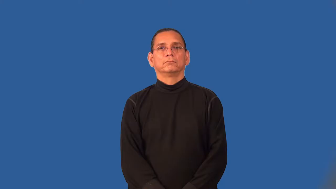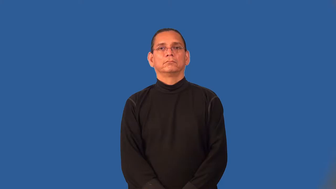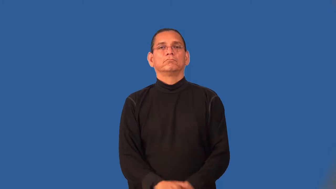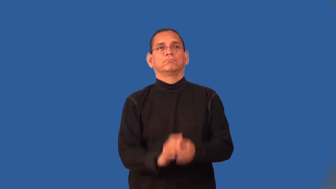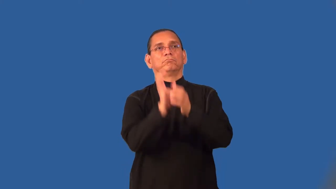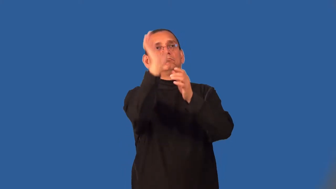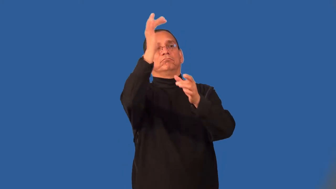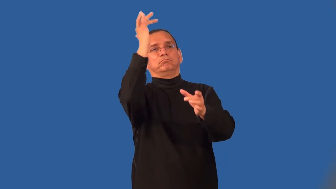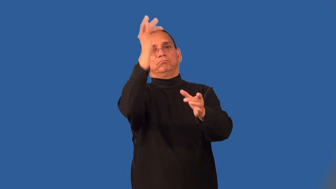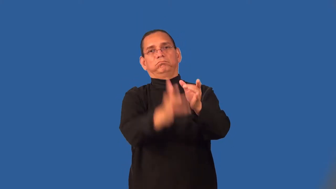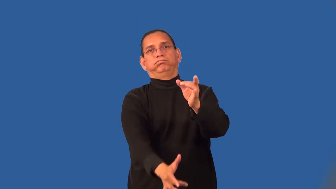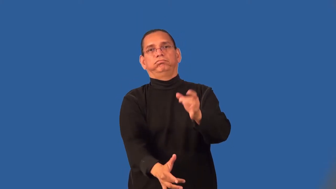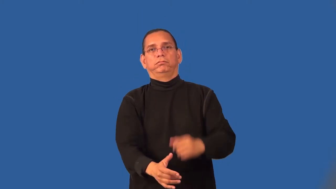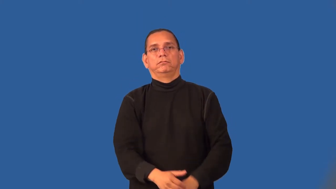sink-basketball